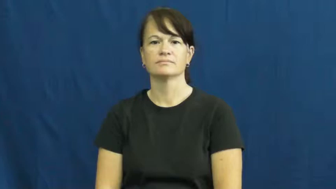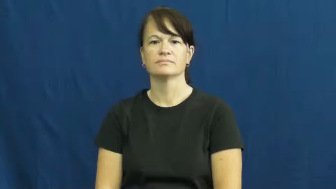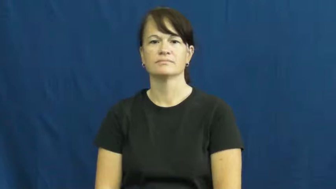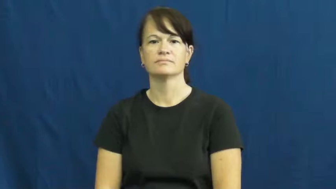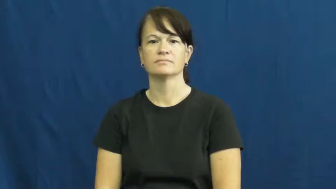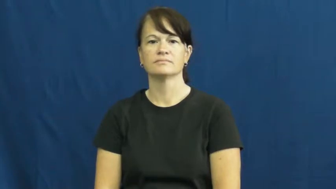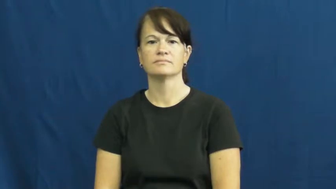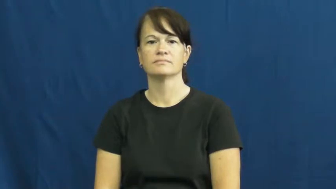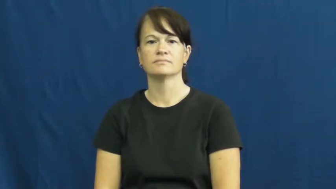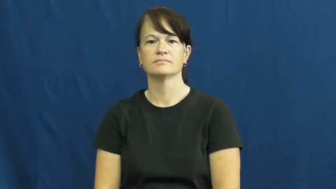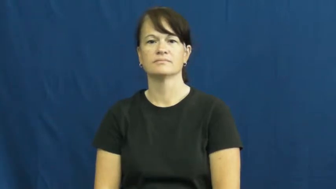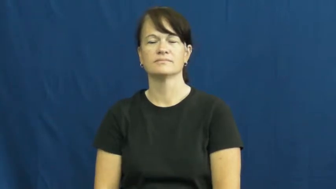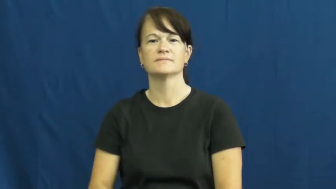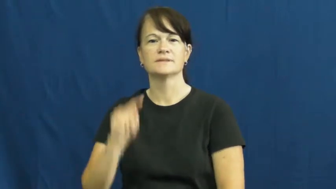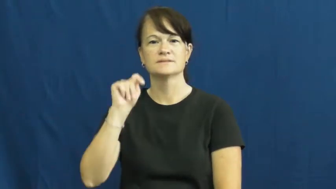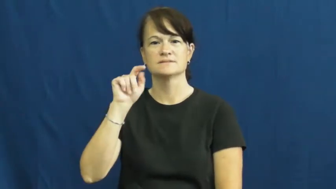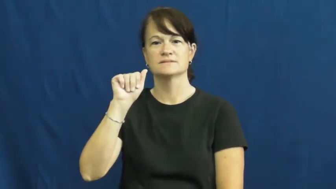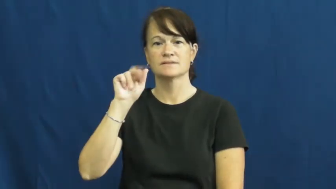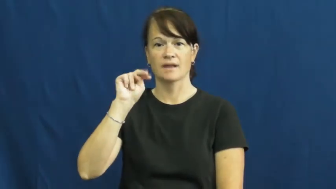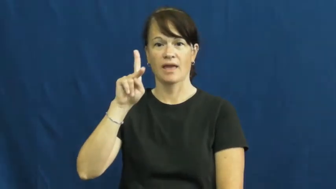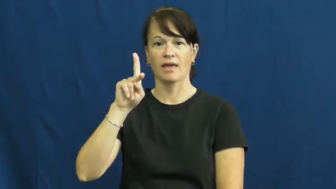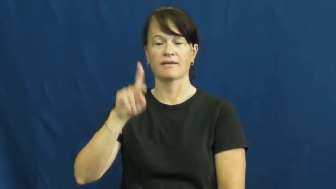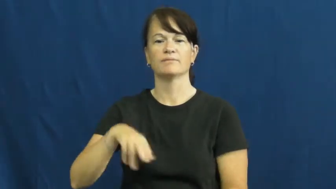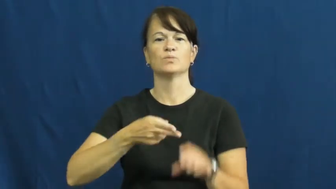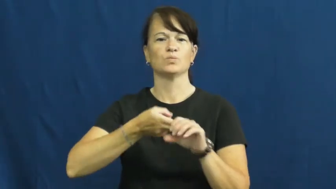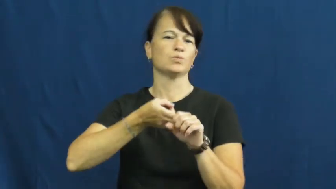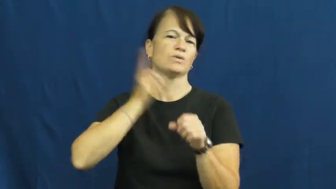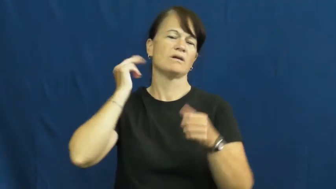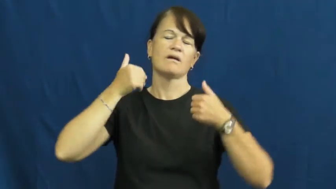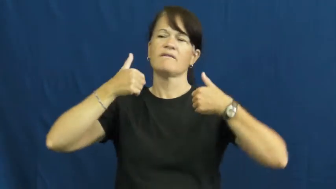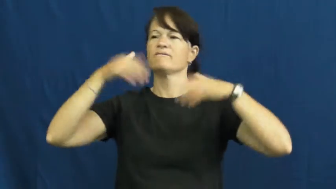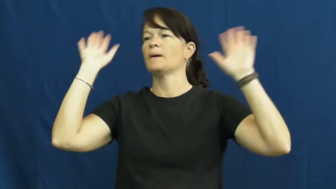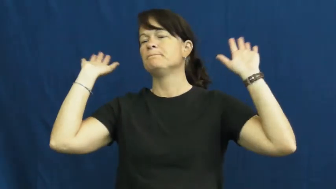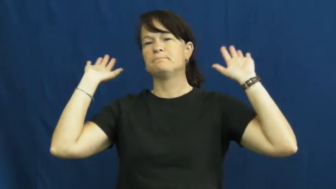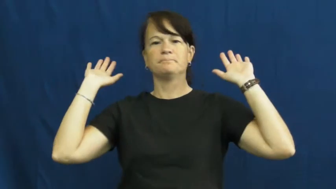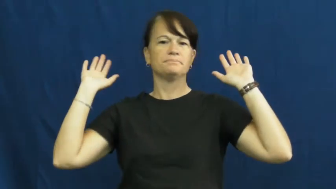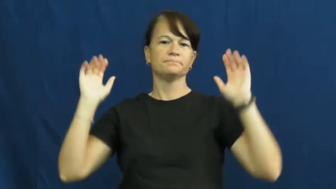tank-quit